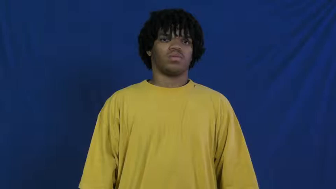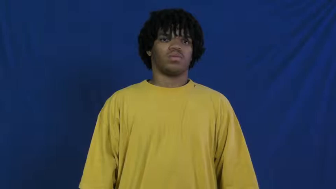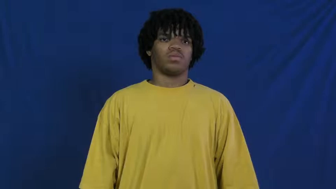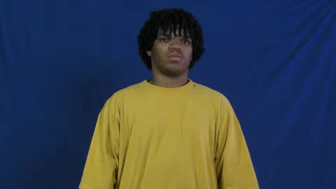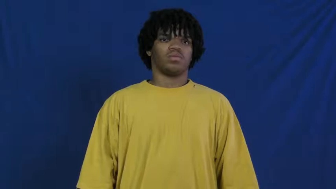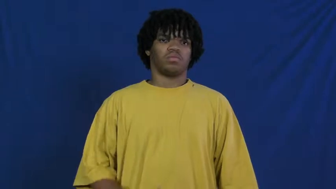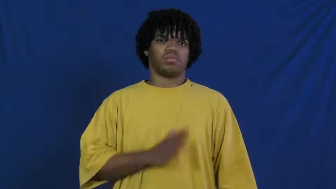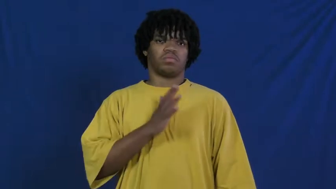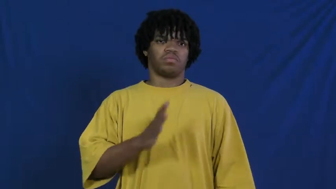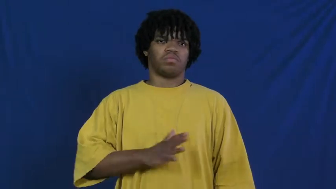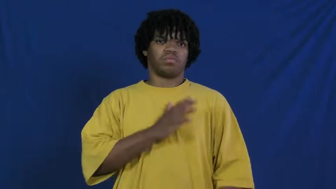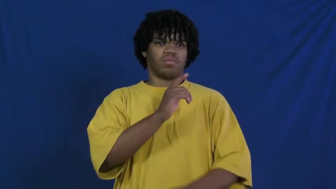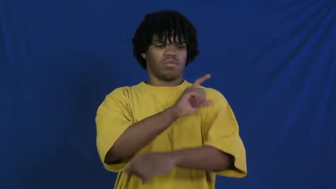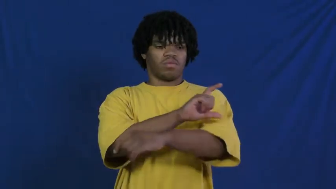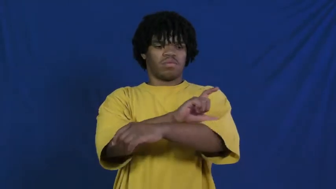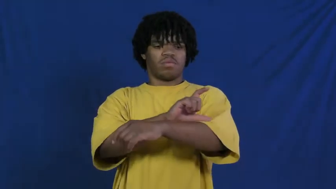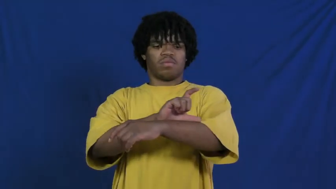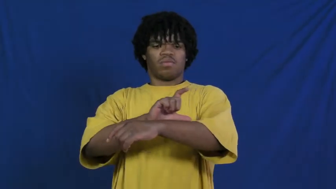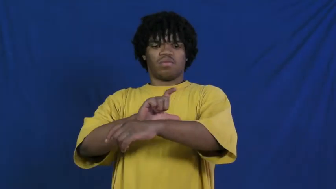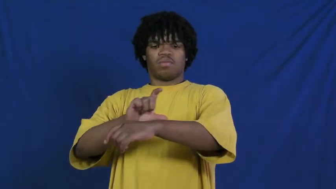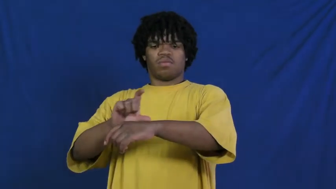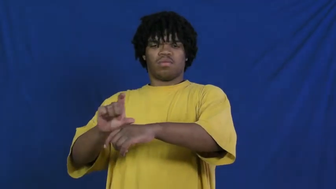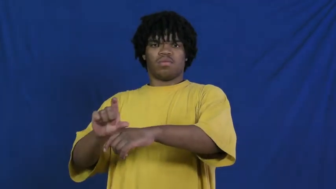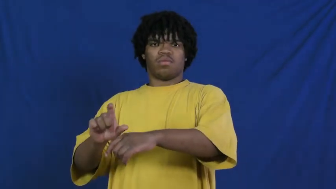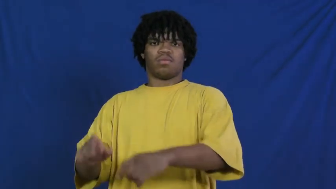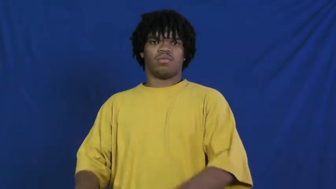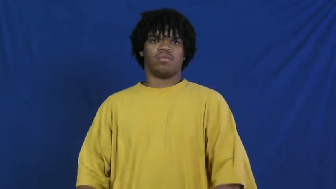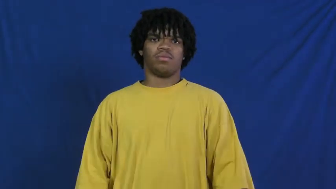plush